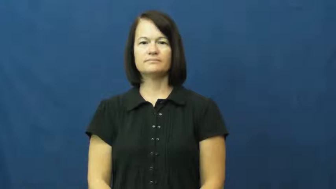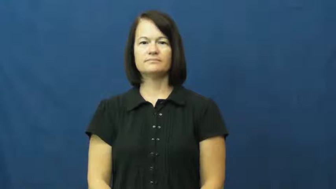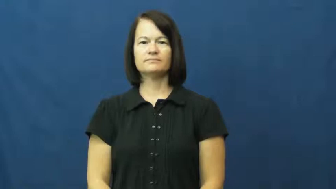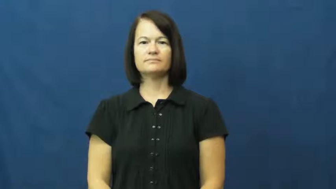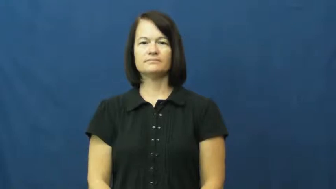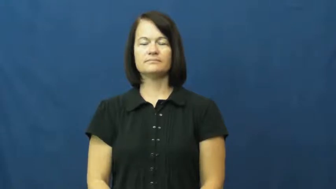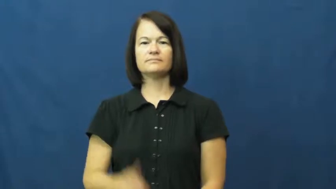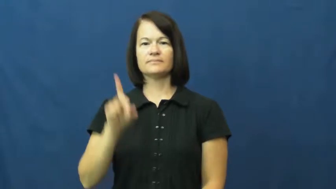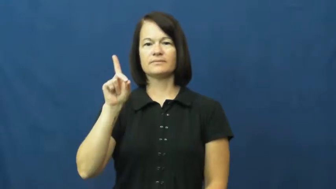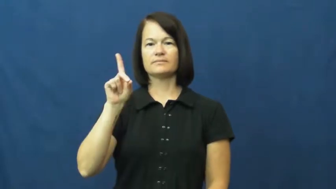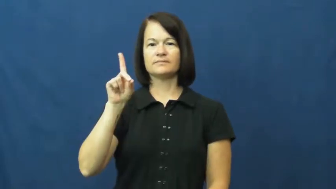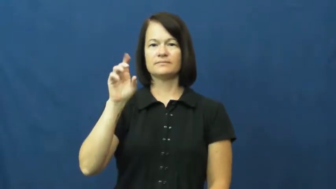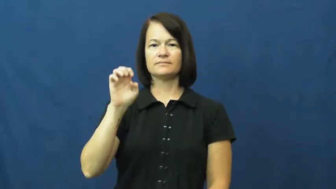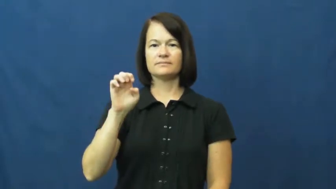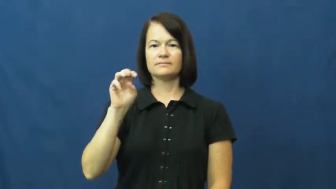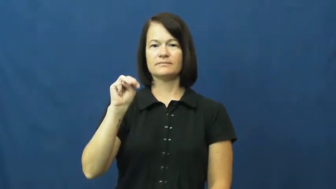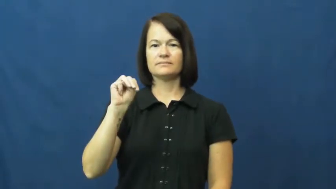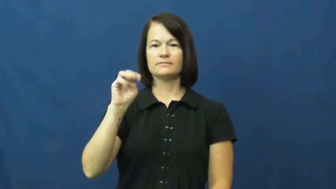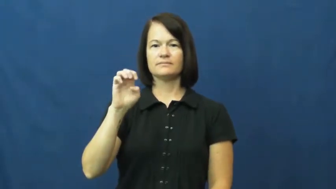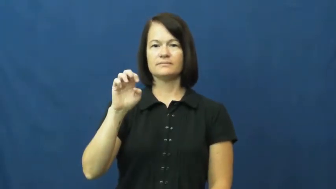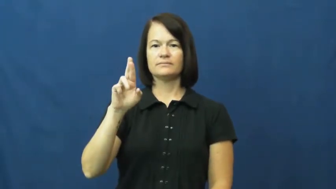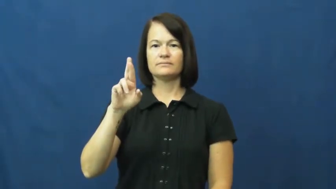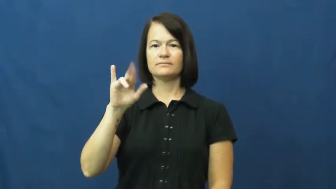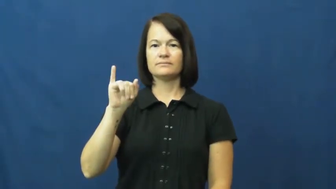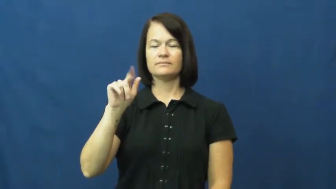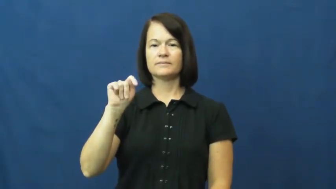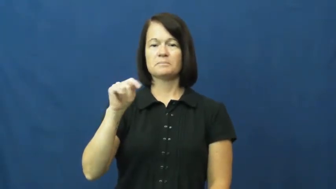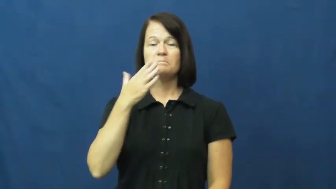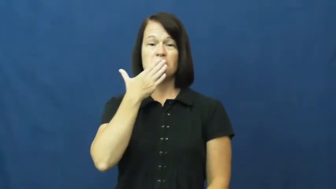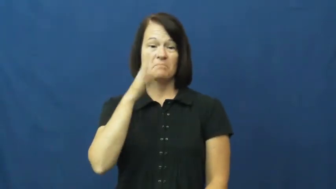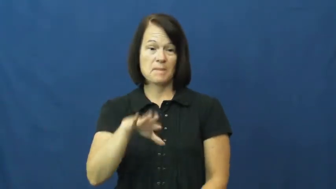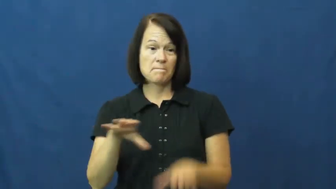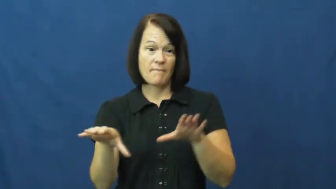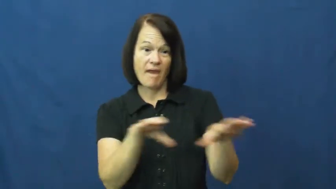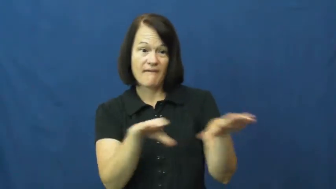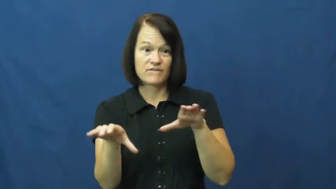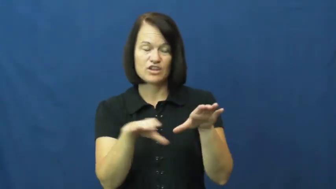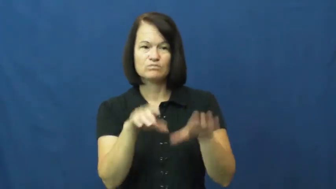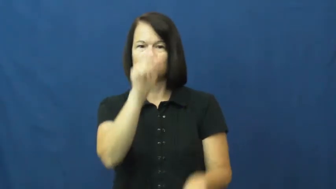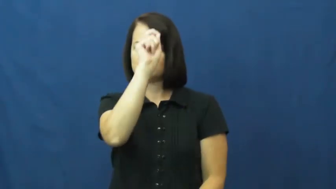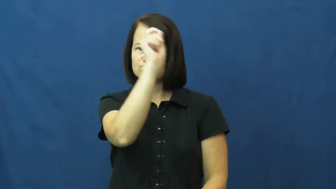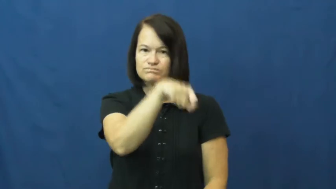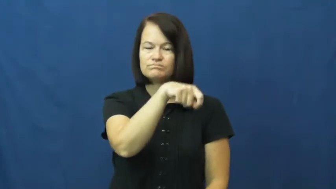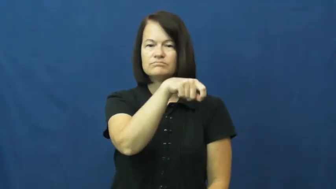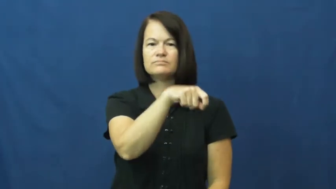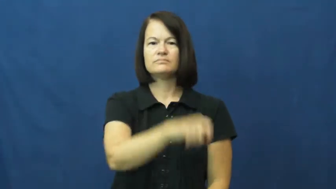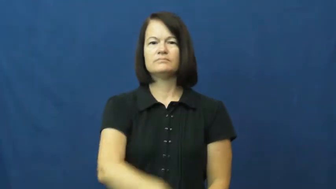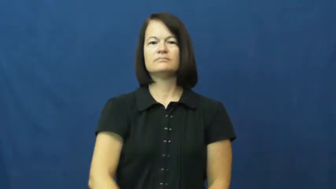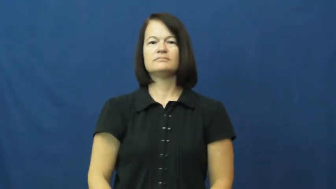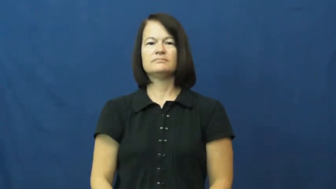demerit